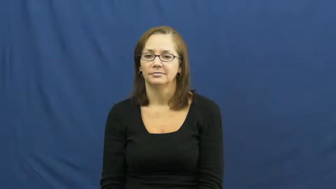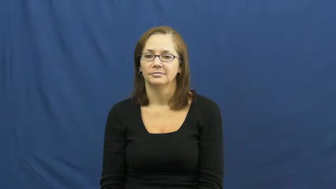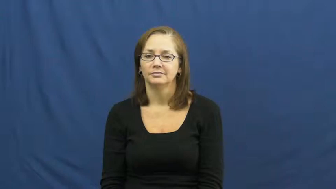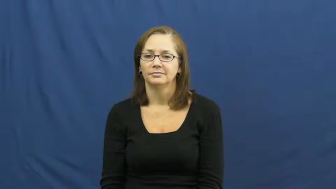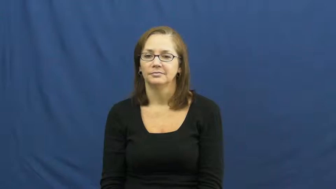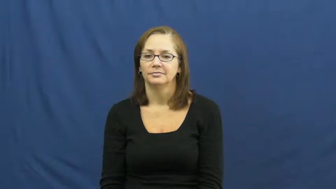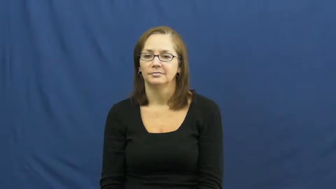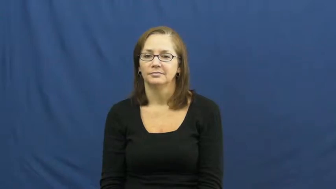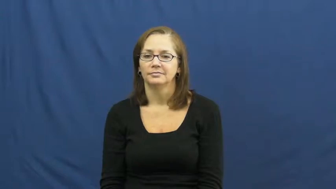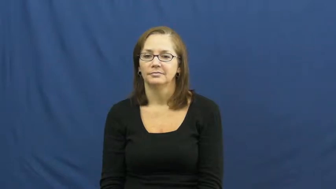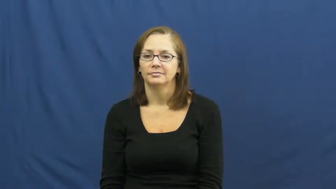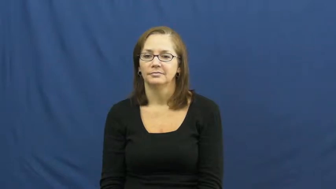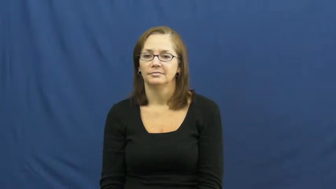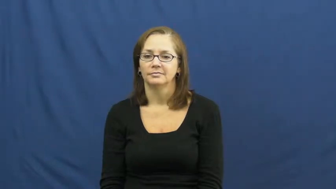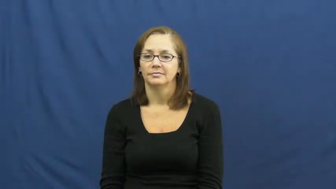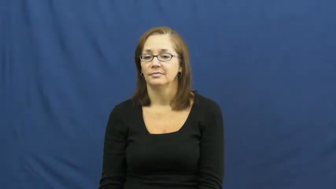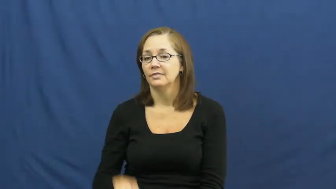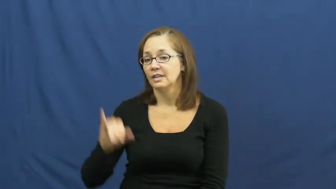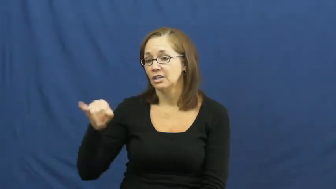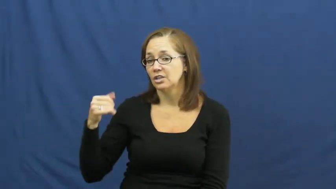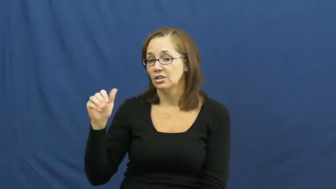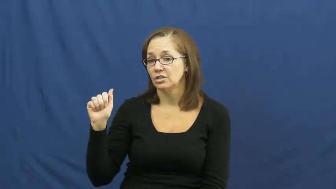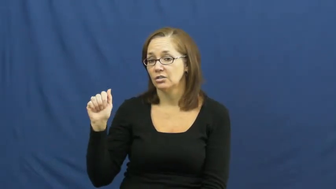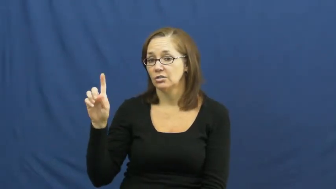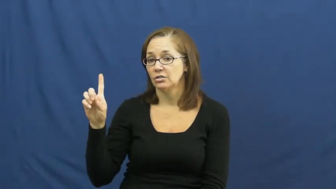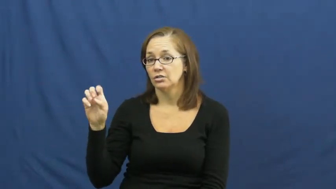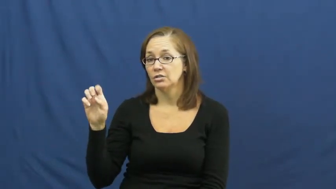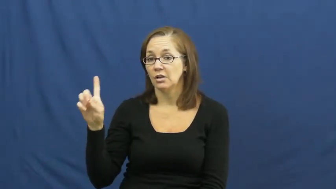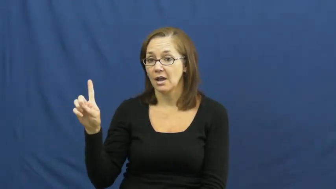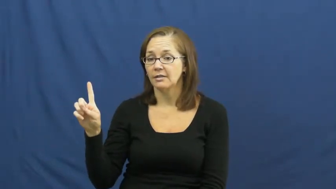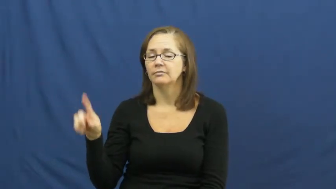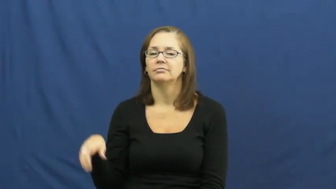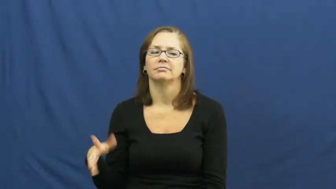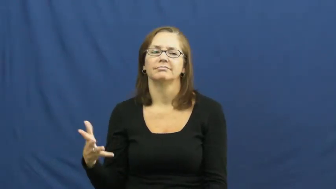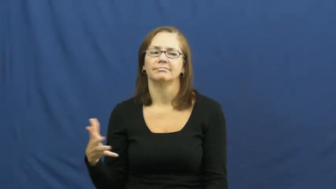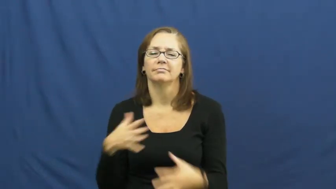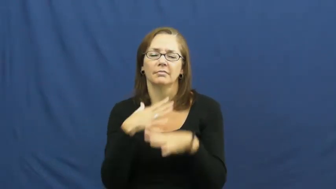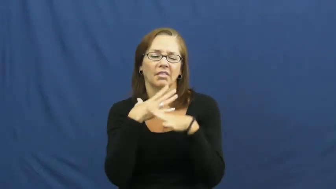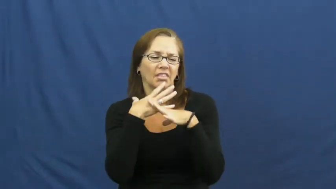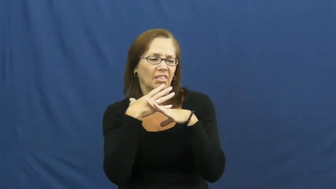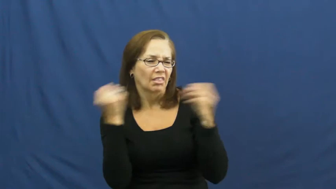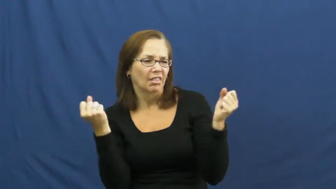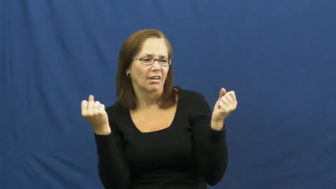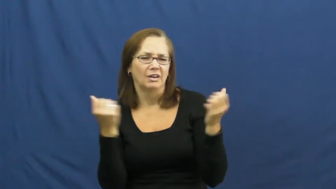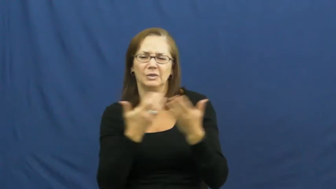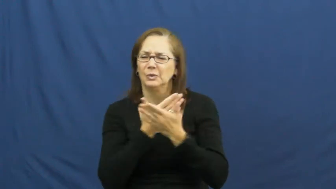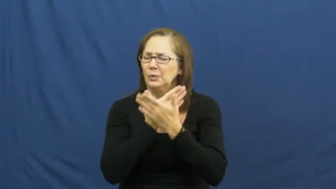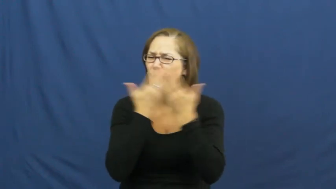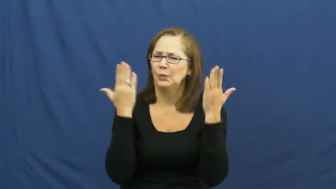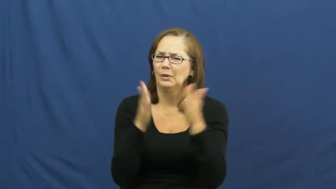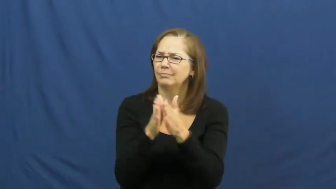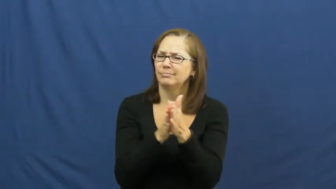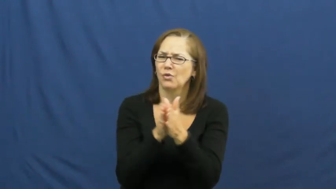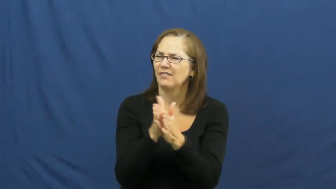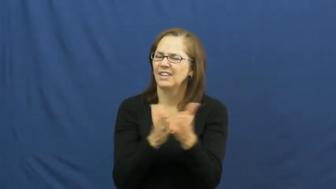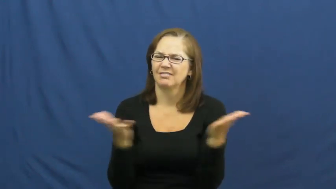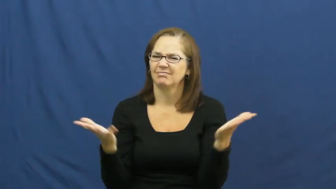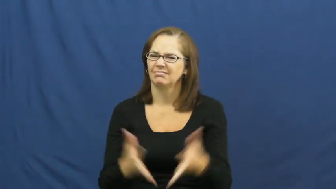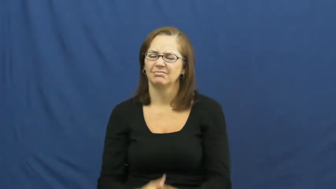jaded